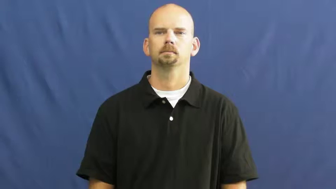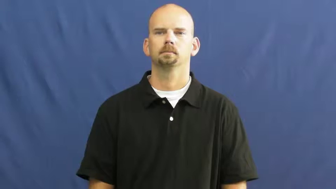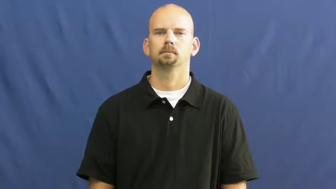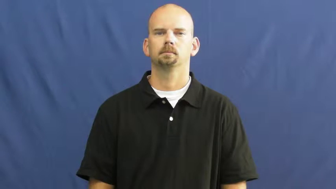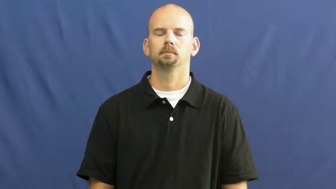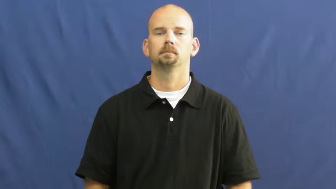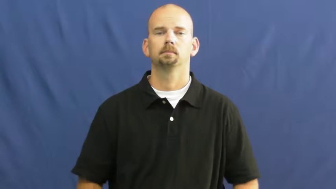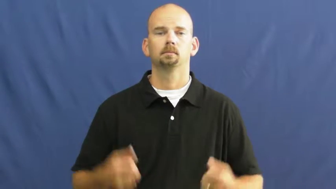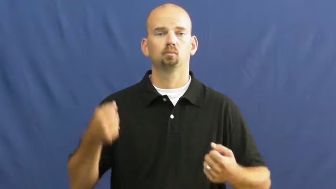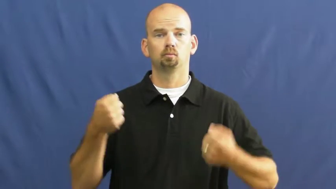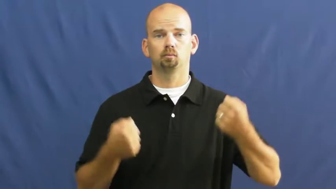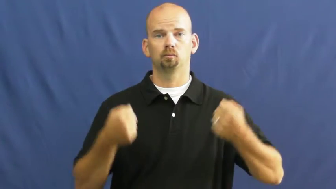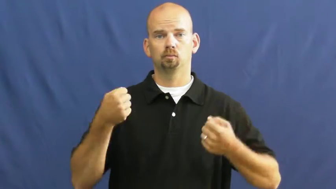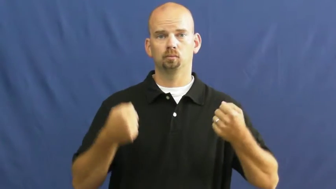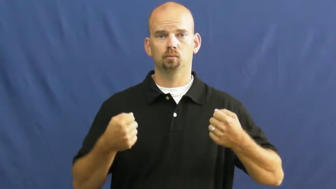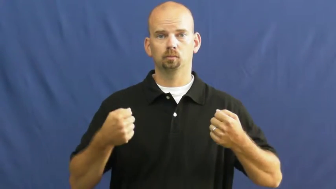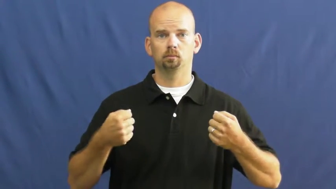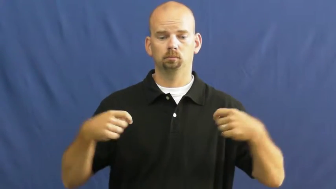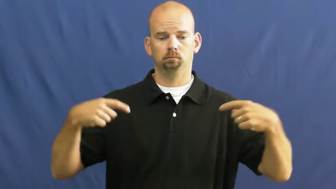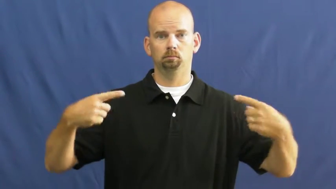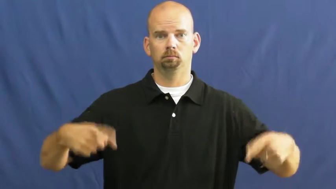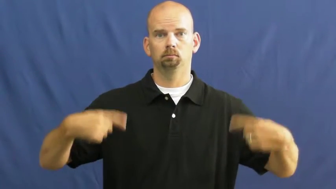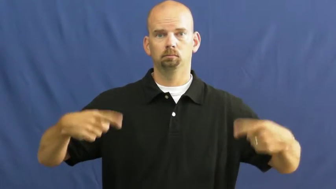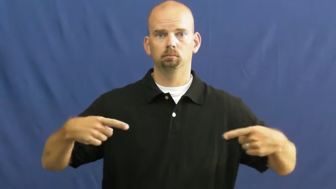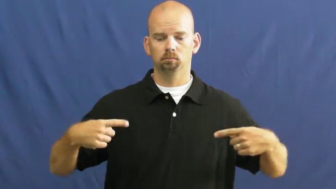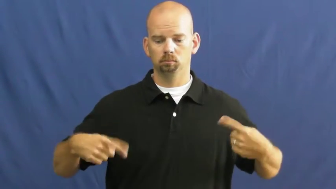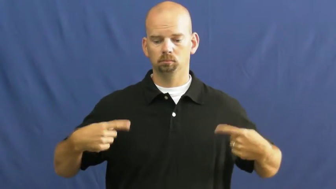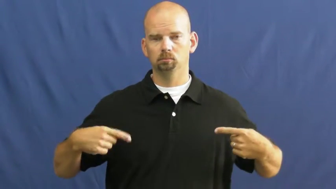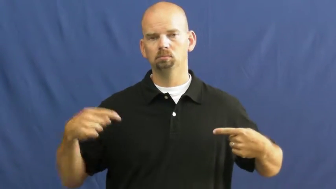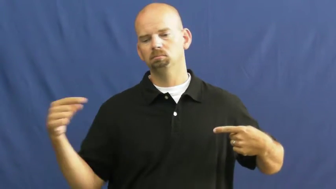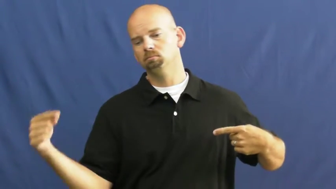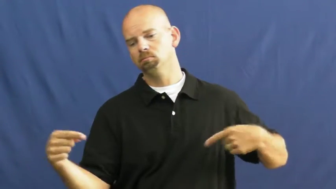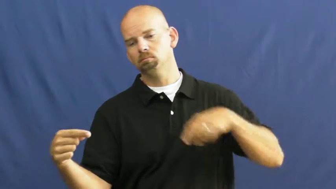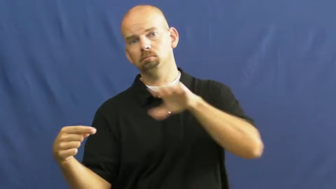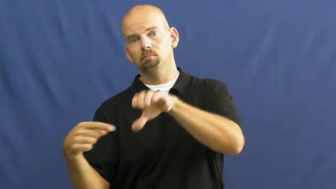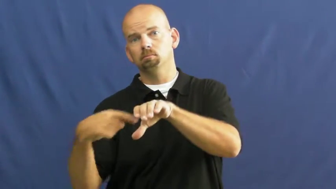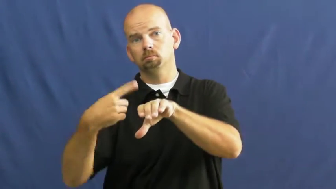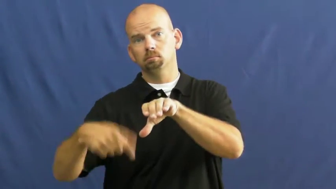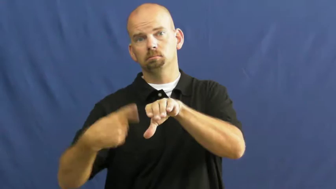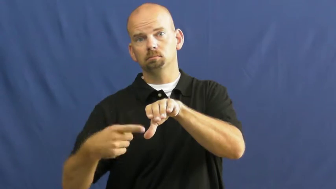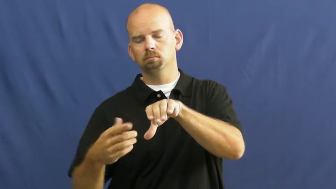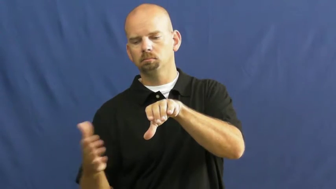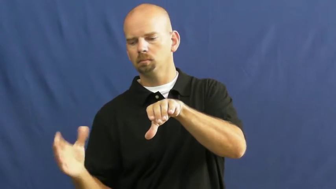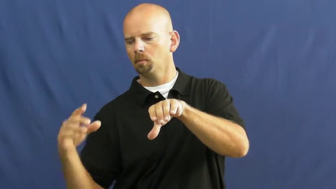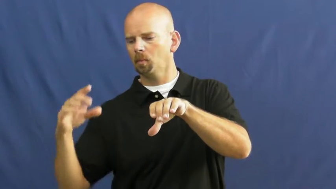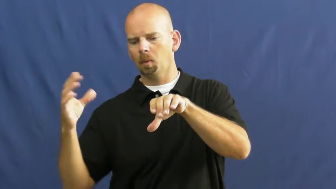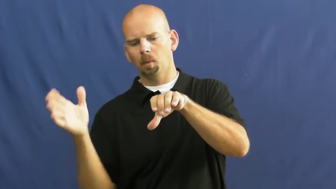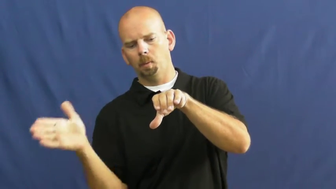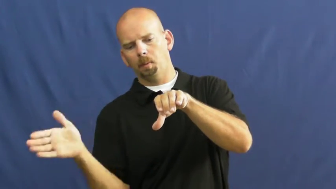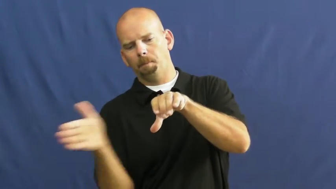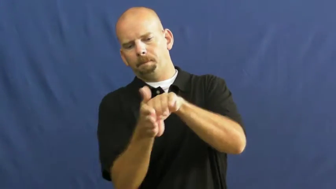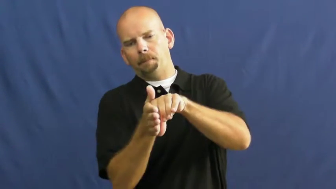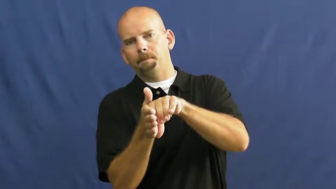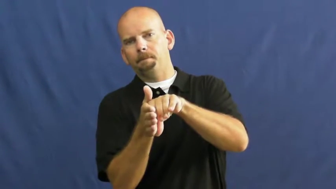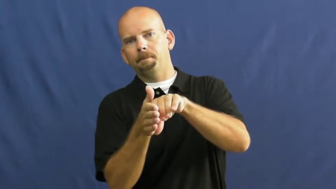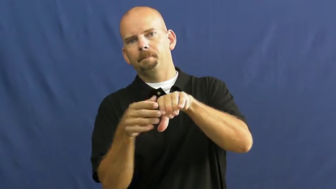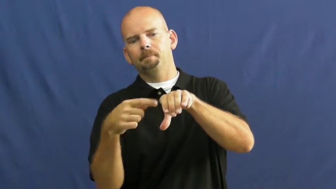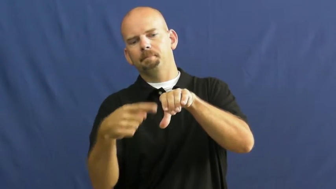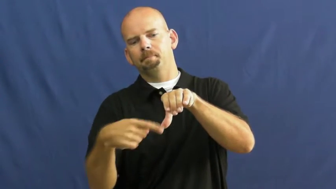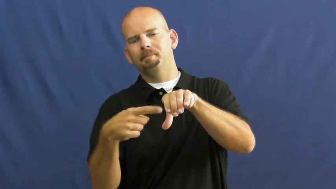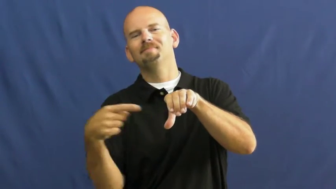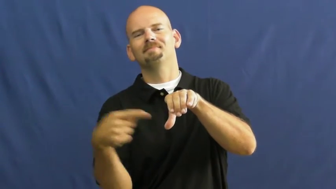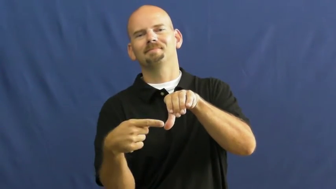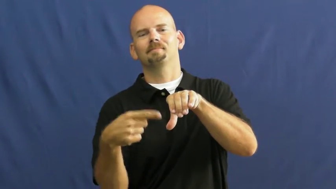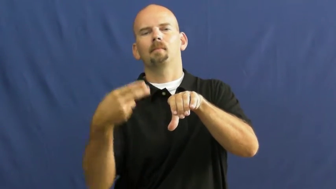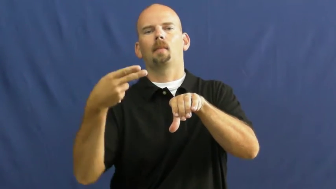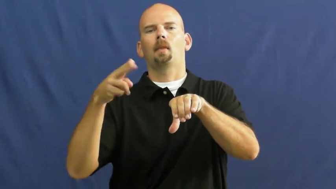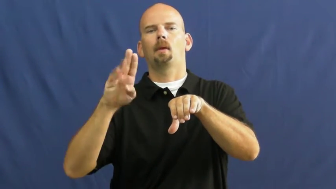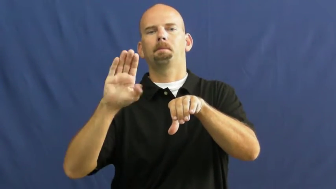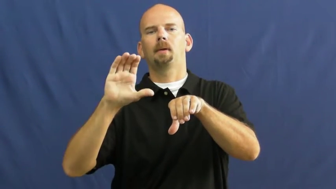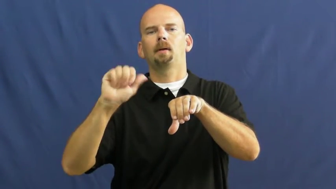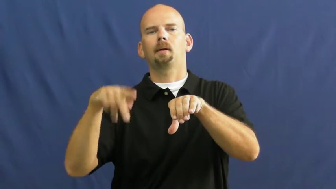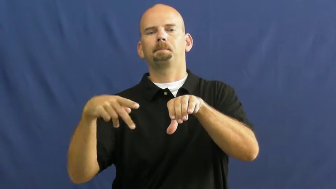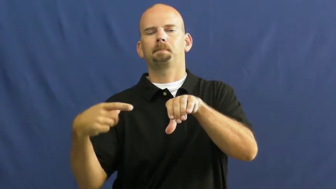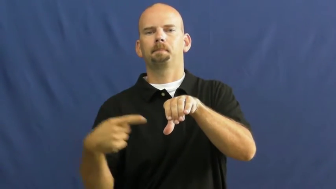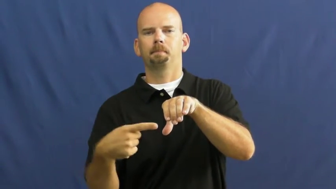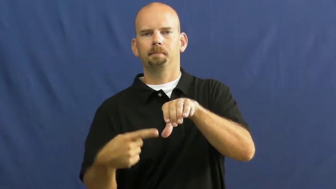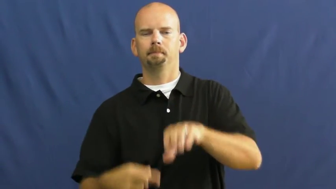hubcap